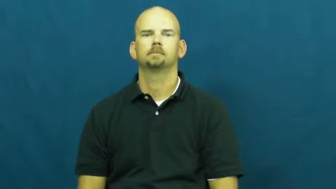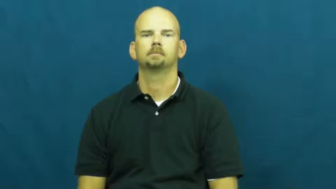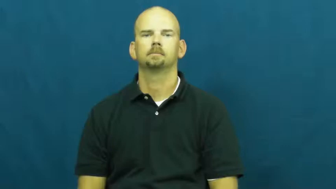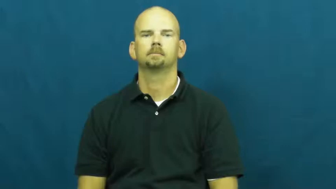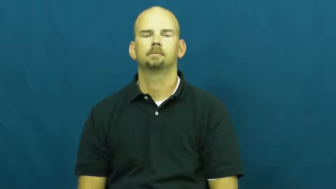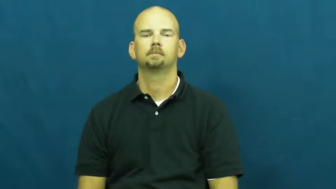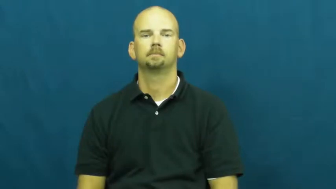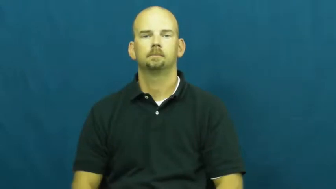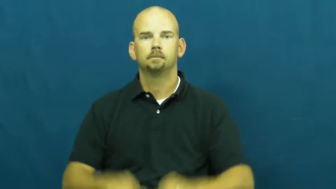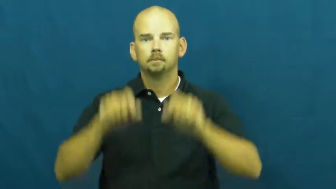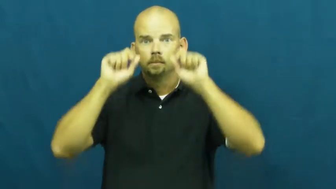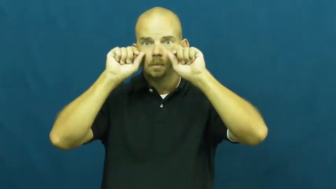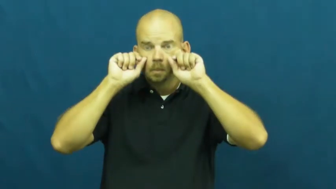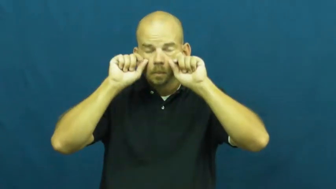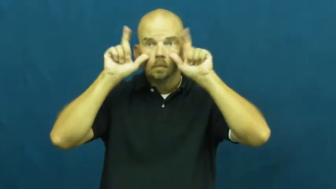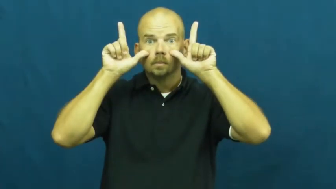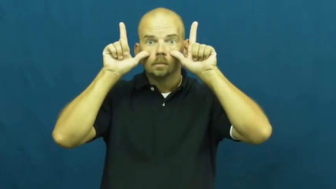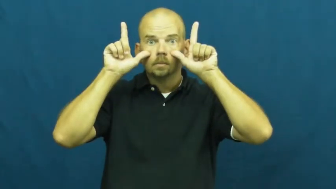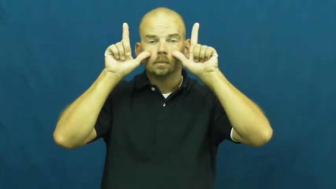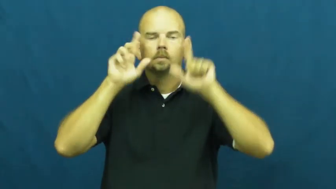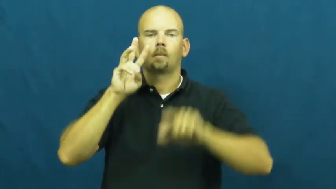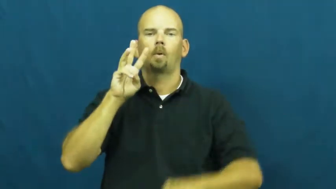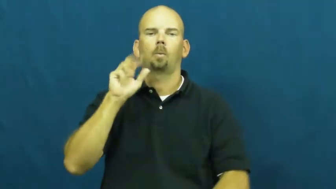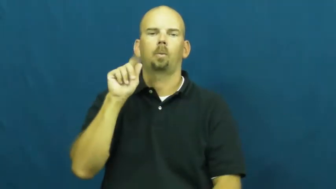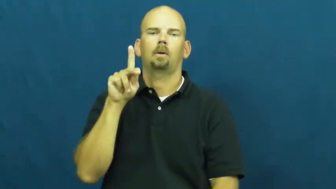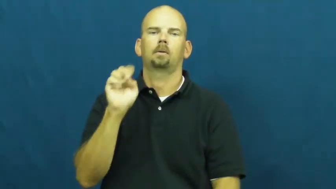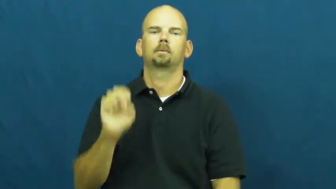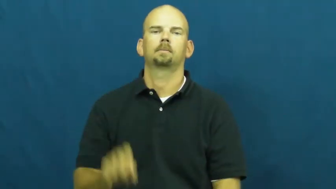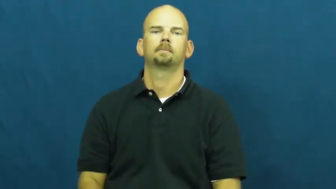wake,wake up